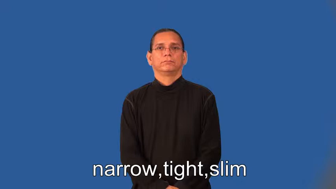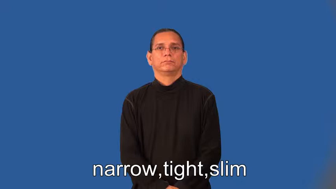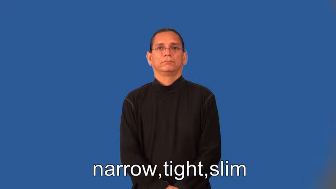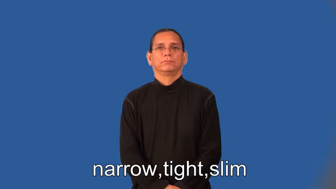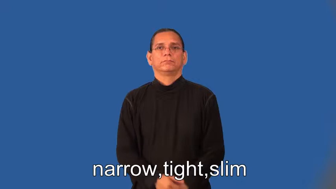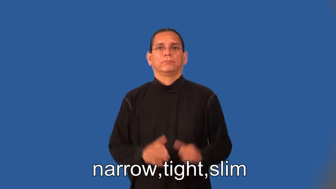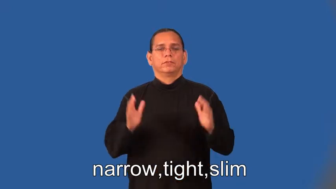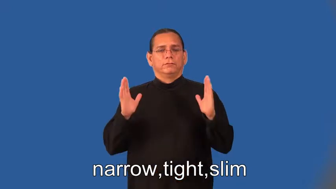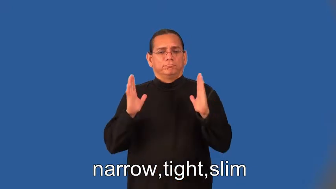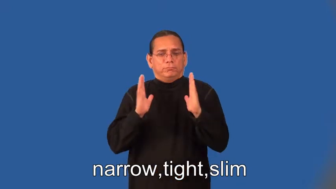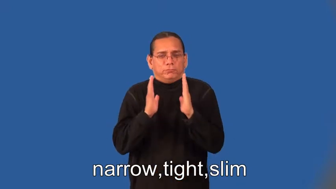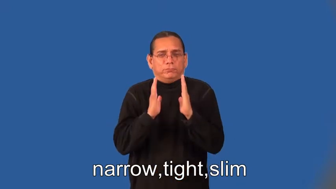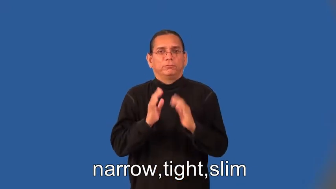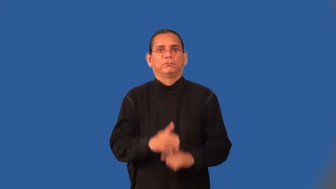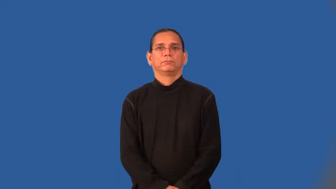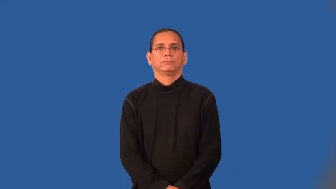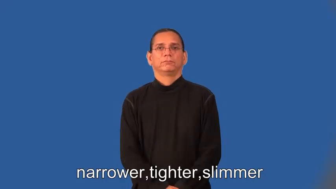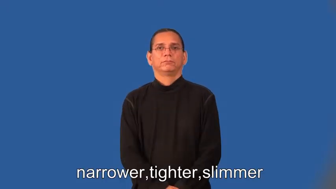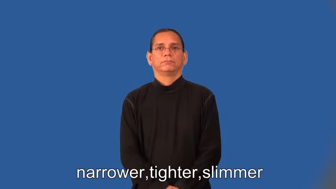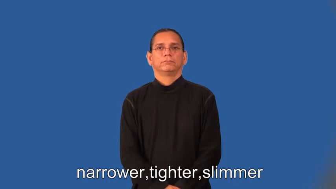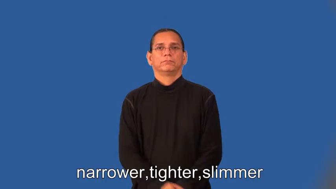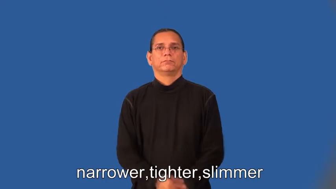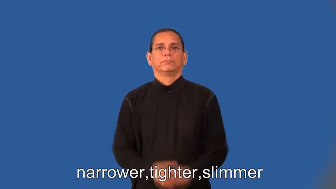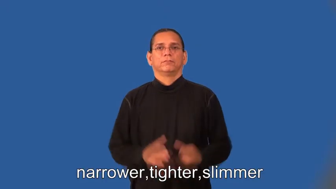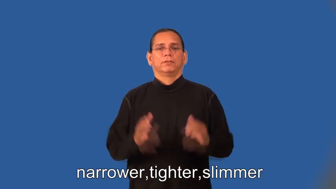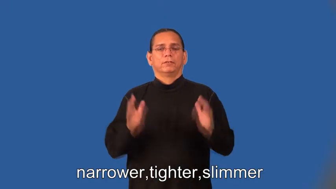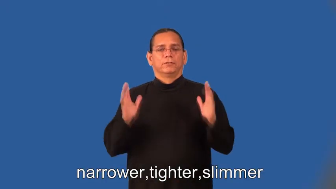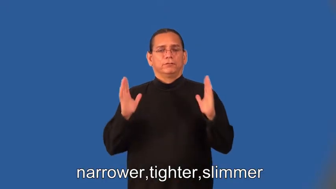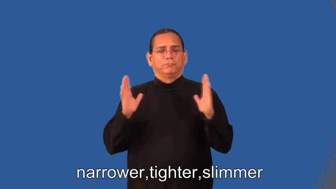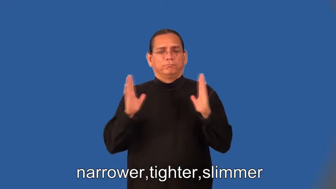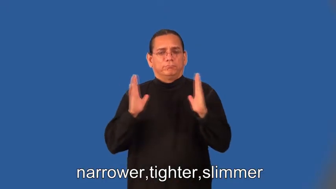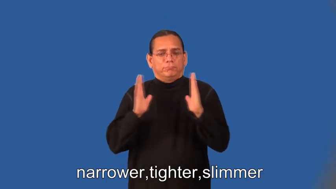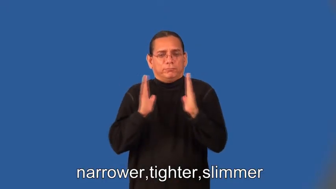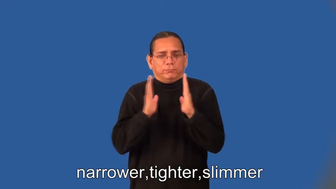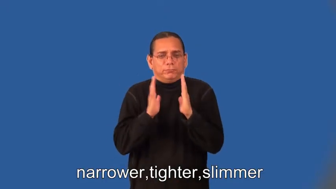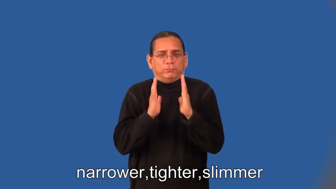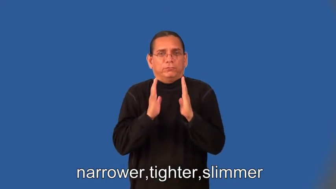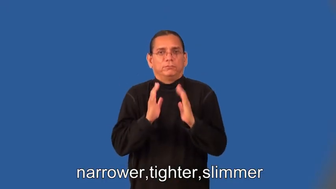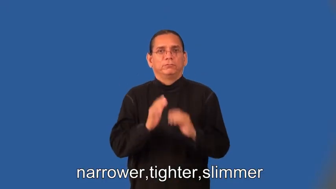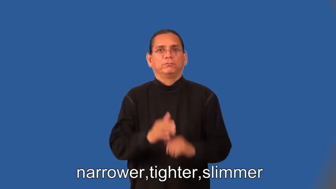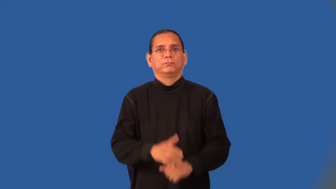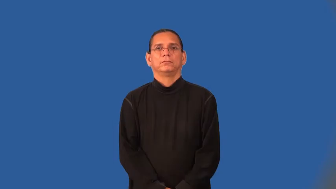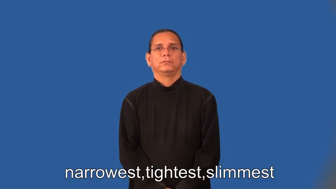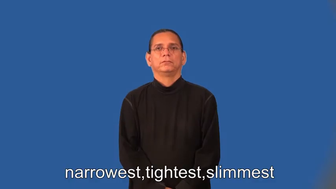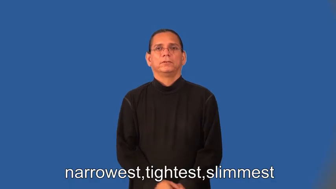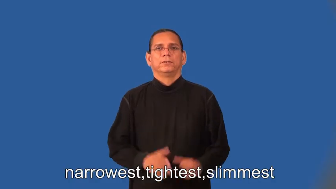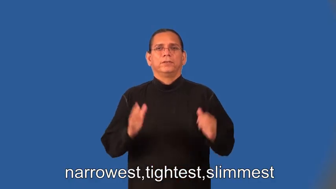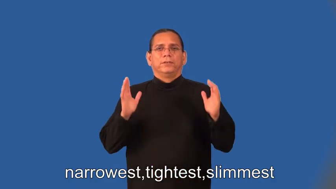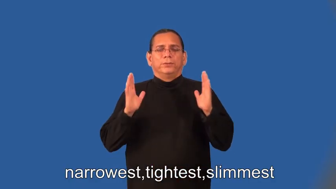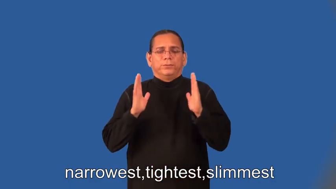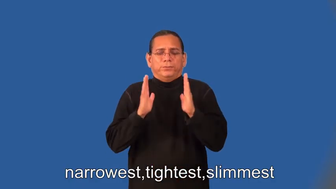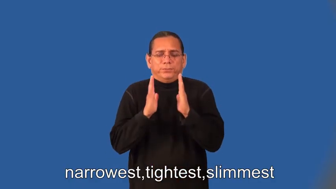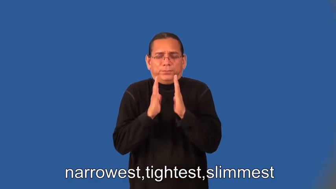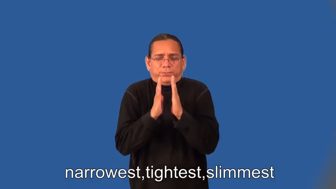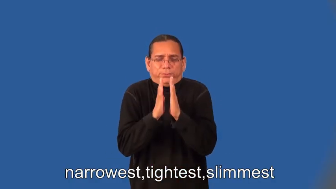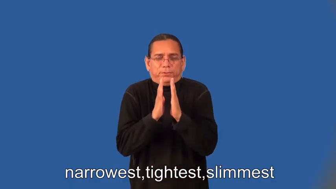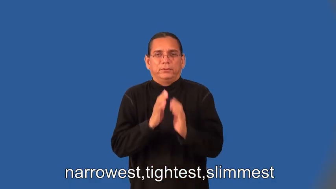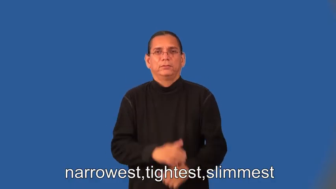narrower,tighter,slimmer,narrowest,tightest,slimmest